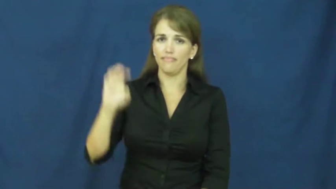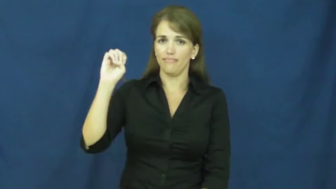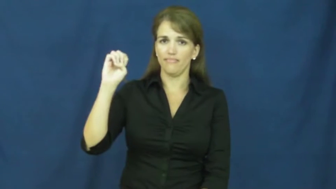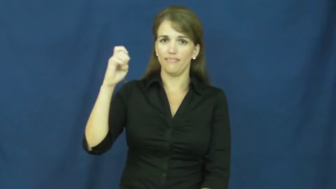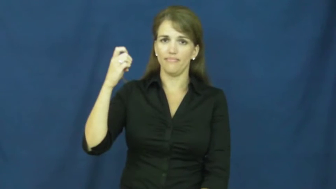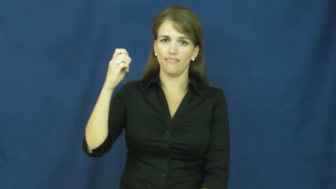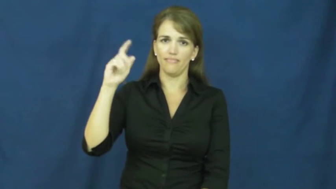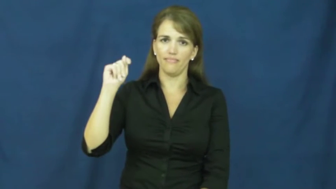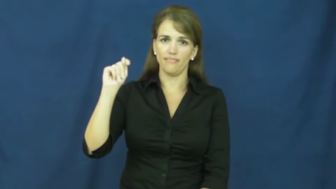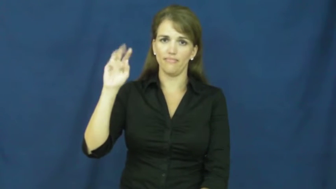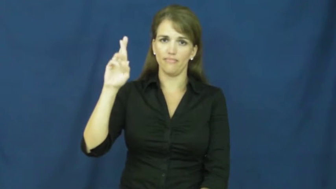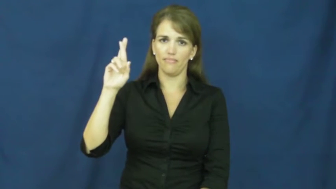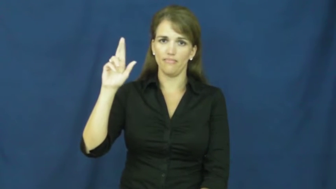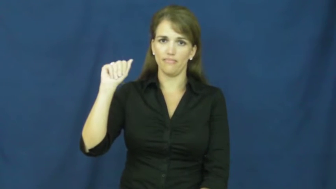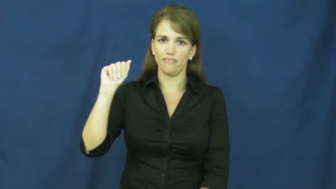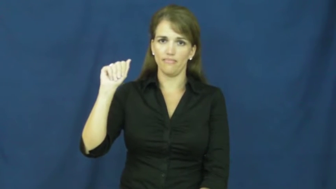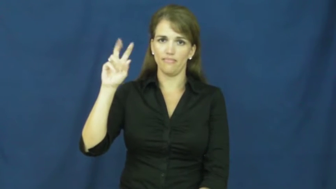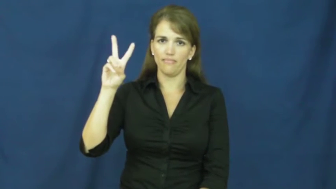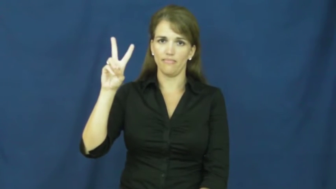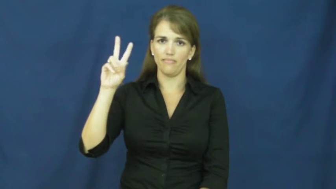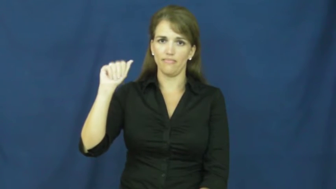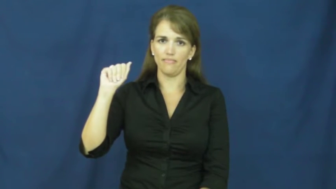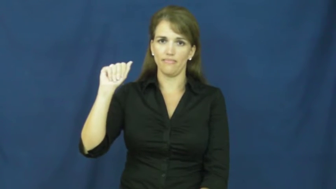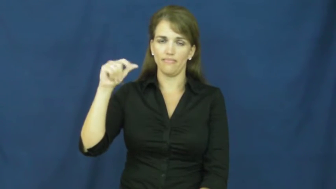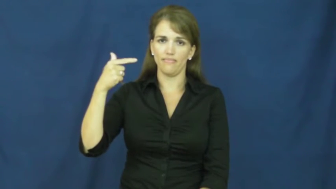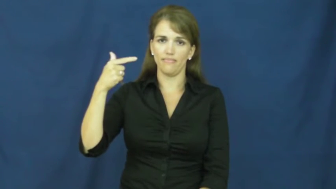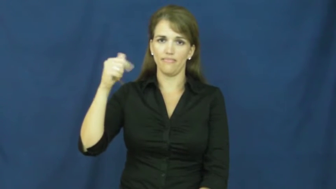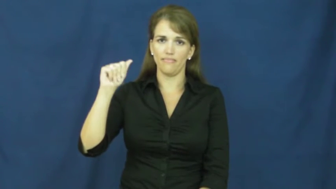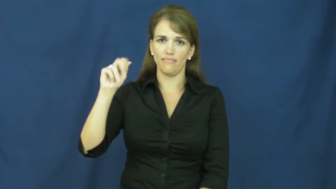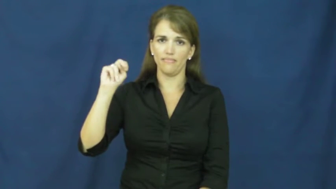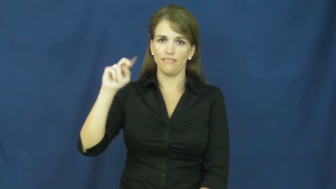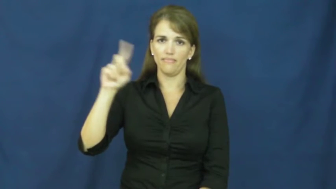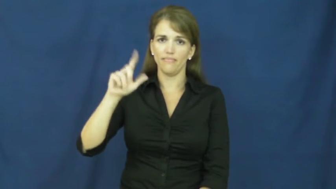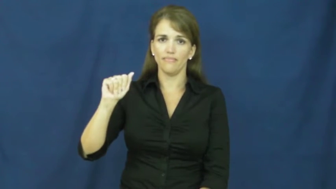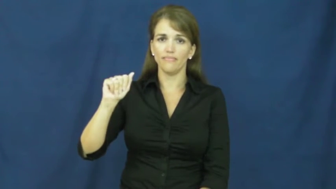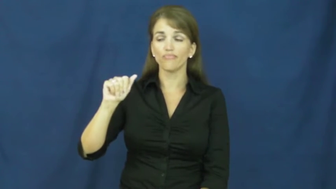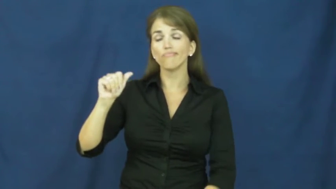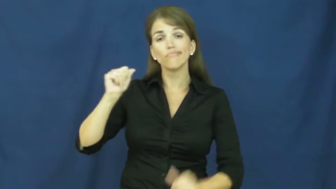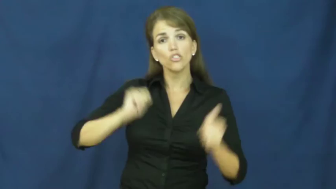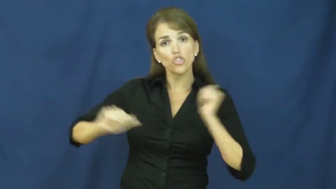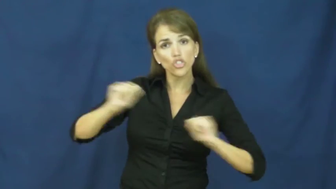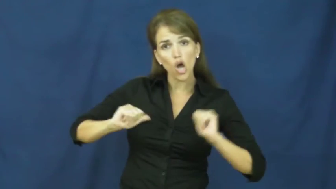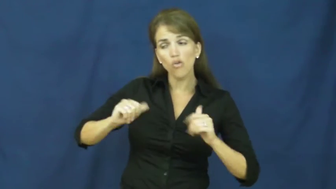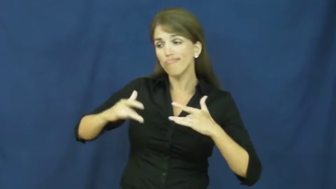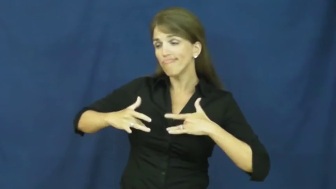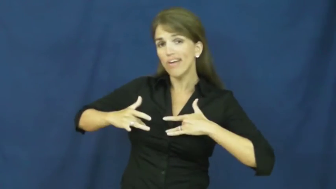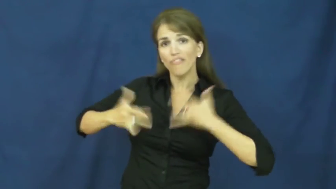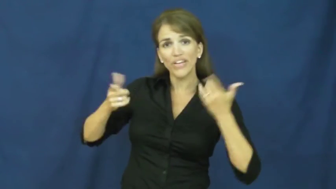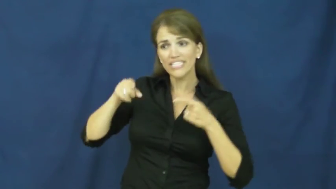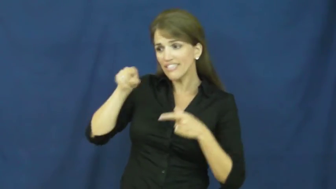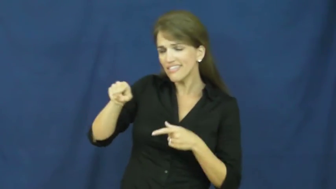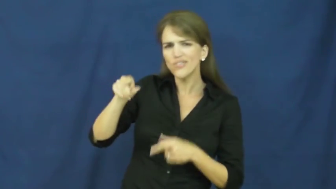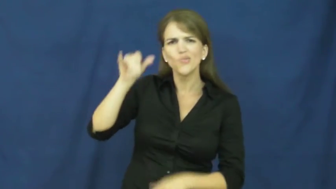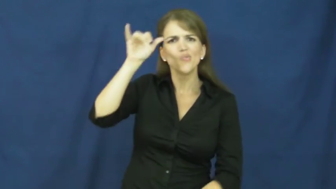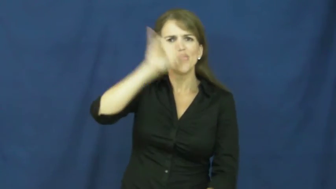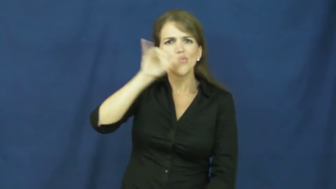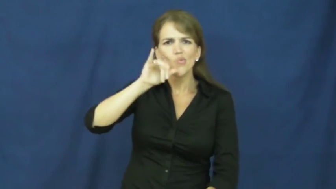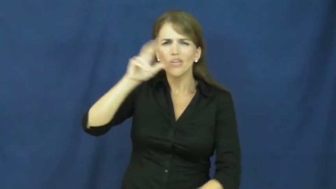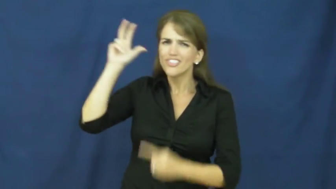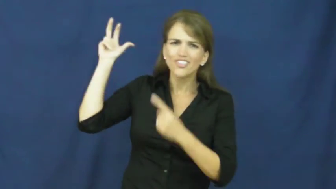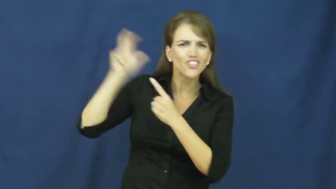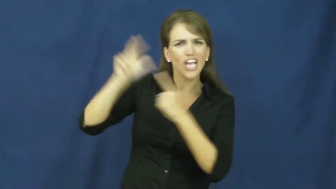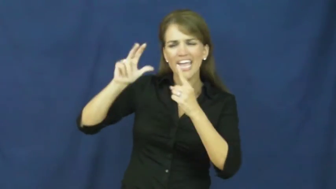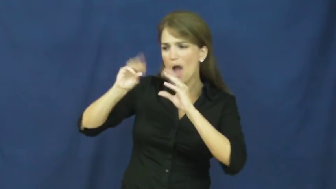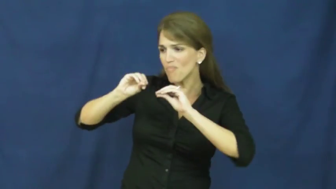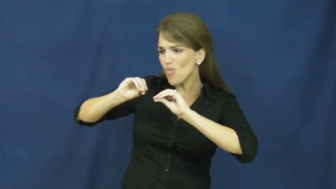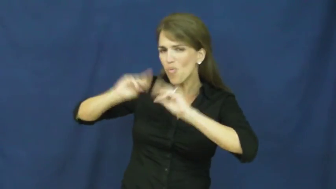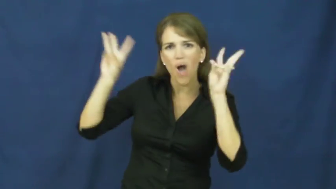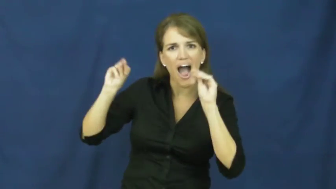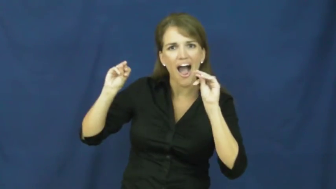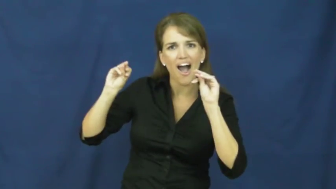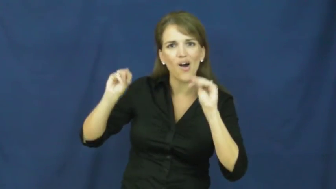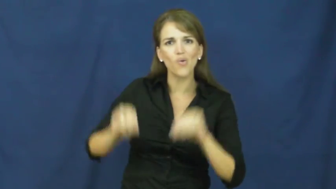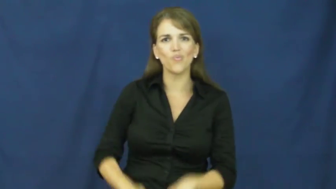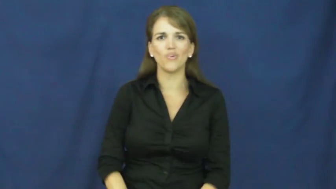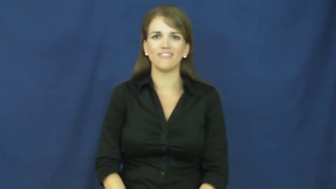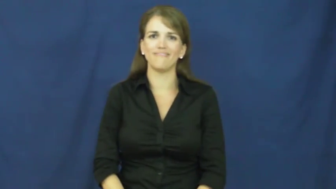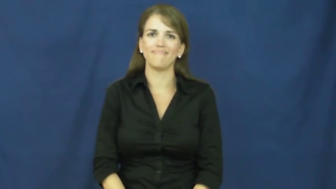extravaganza